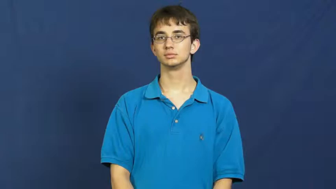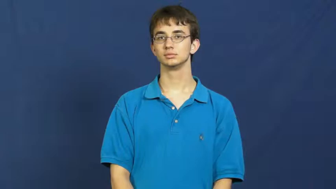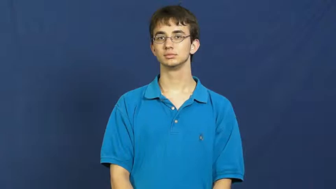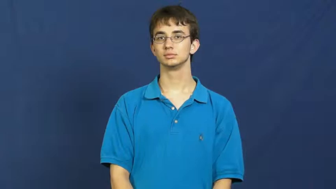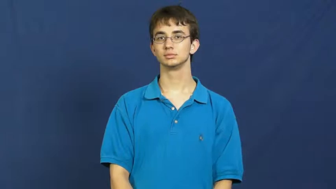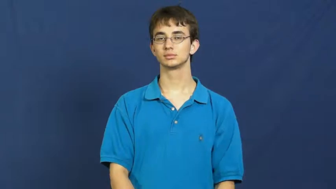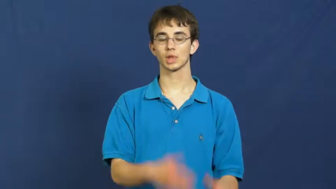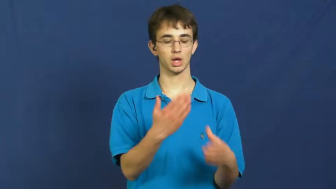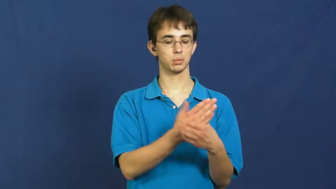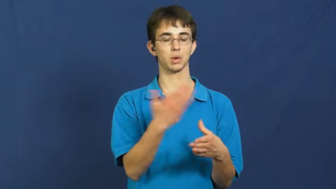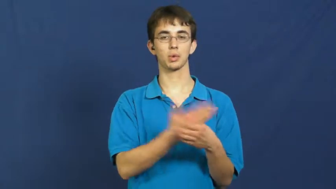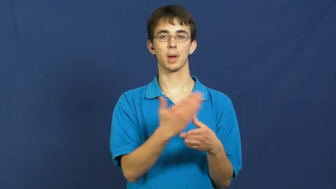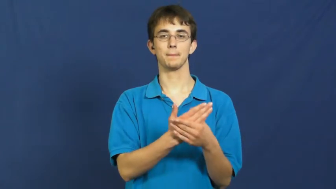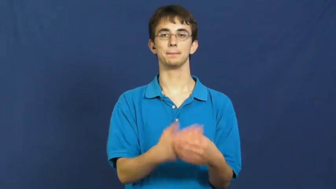wear on